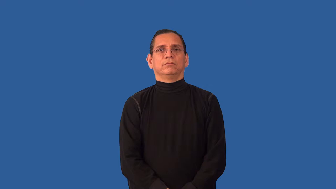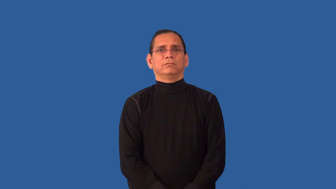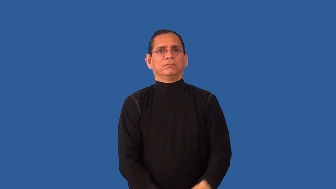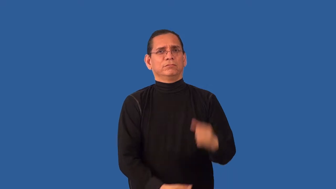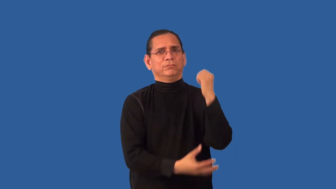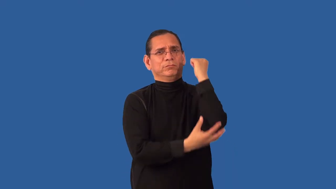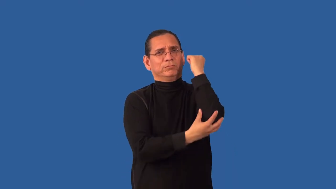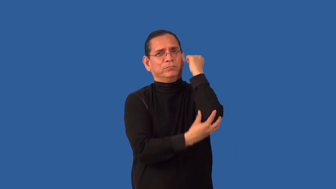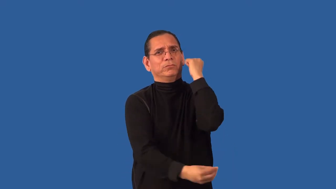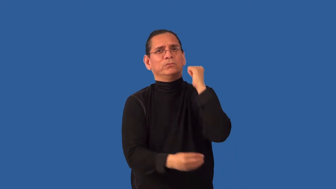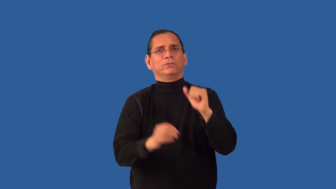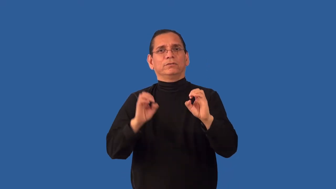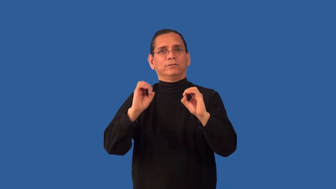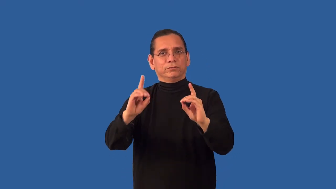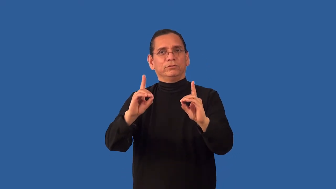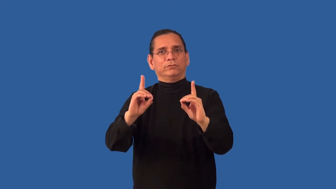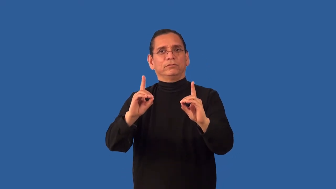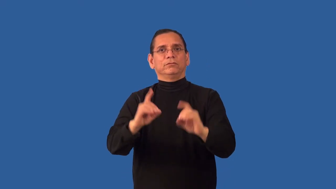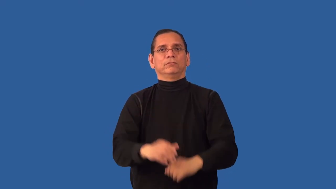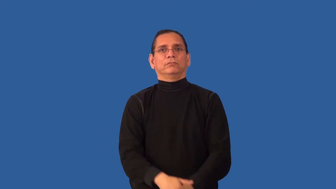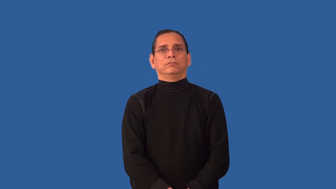uneducated